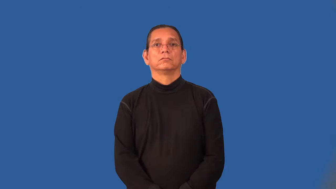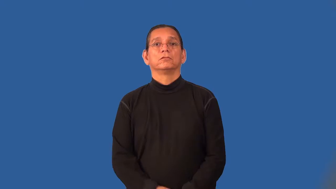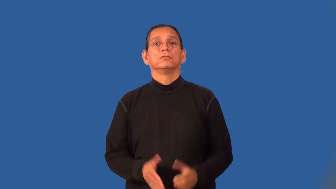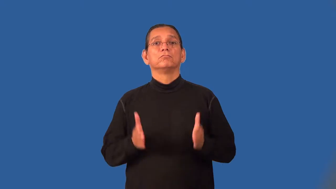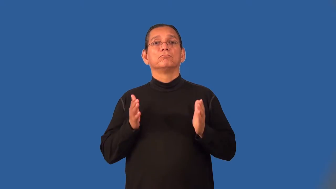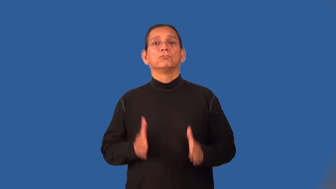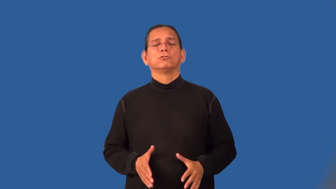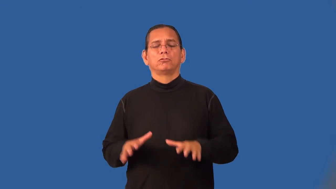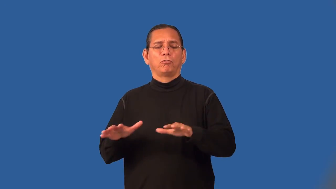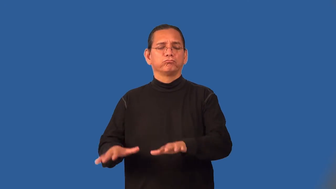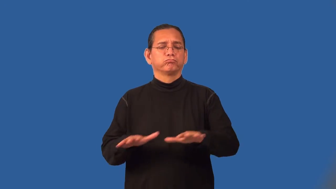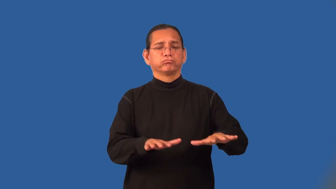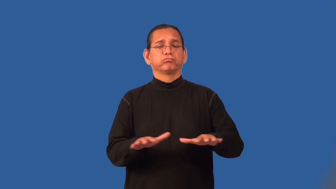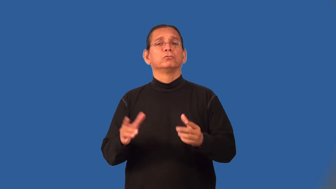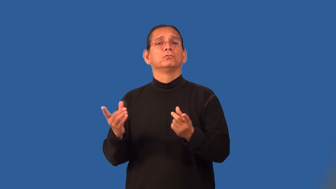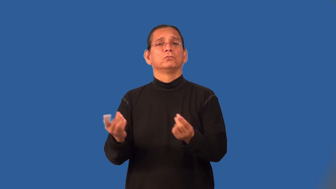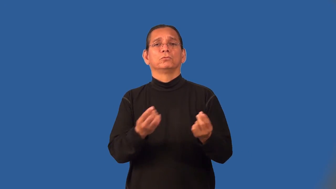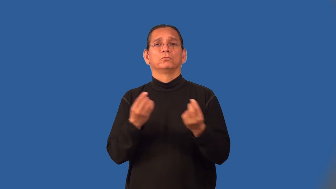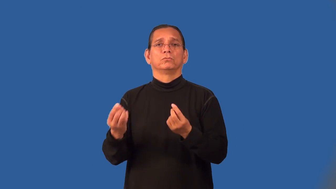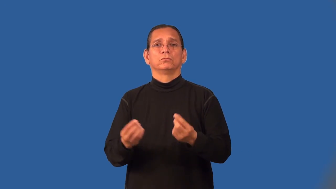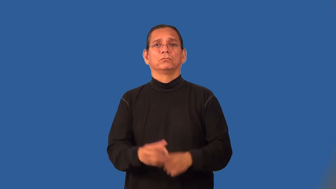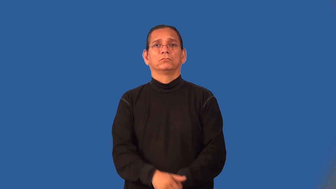putterer